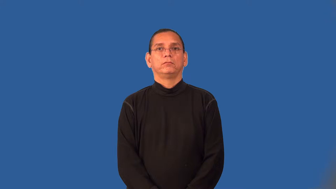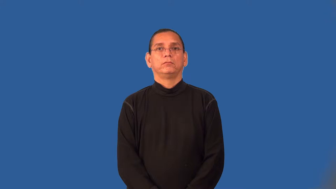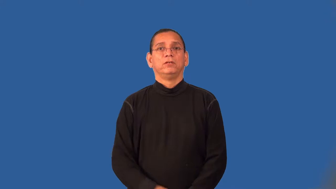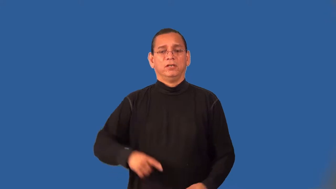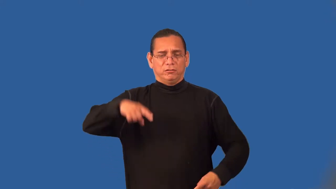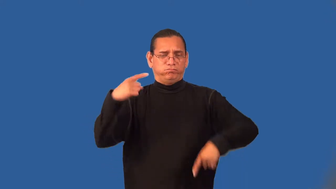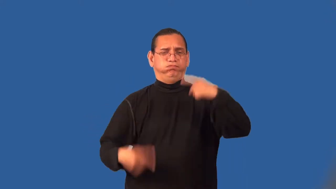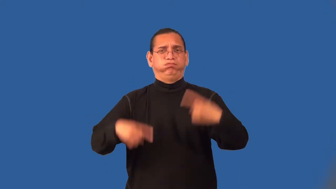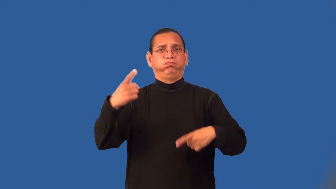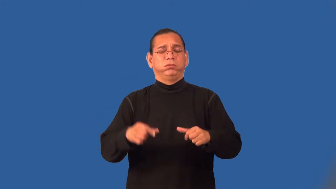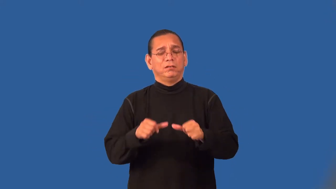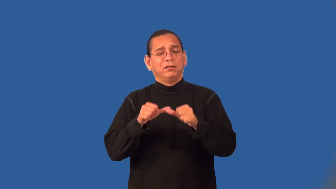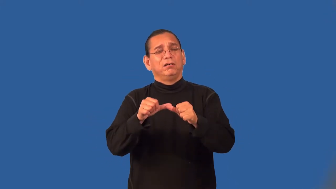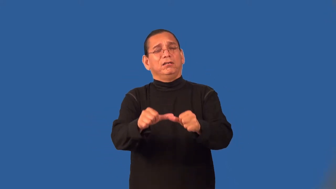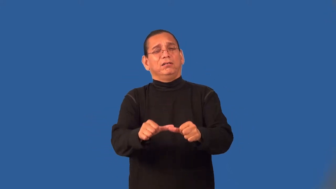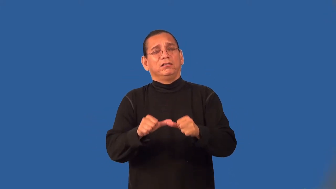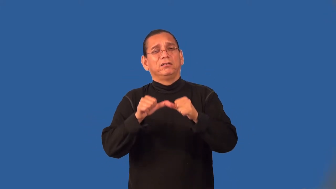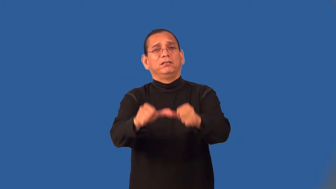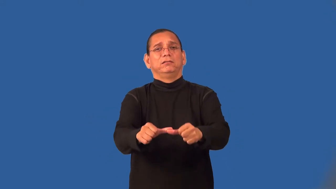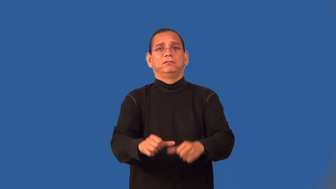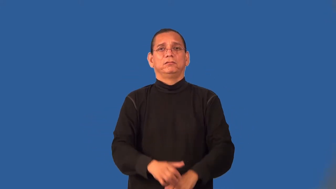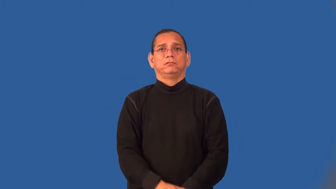wrangle,chaffer